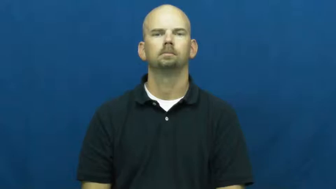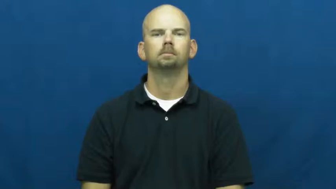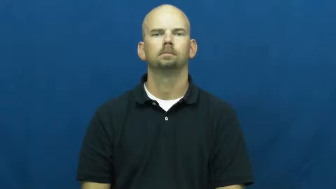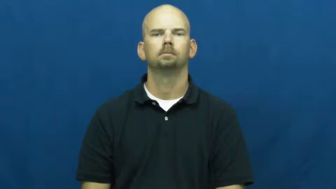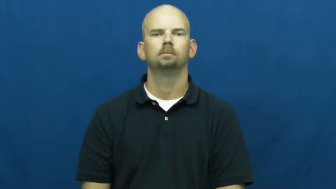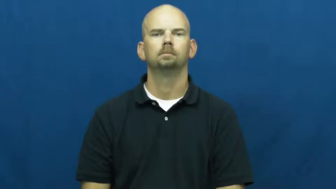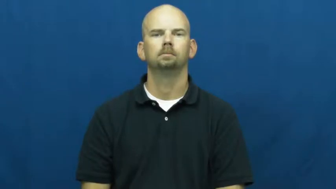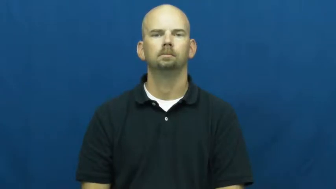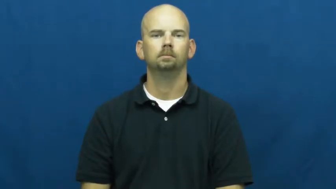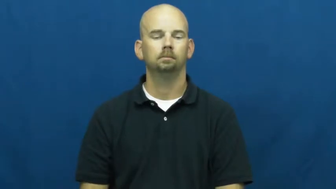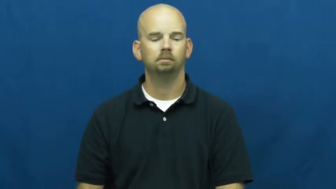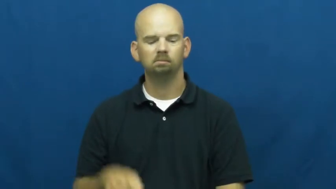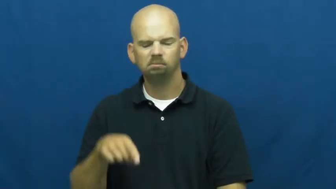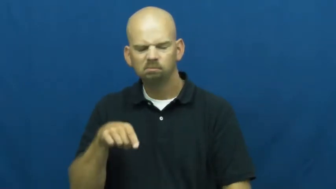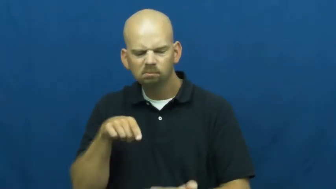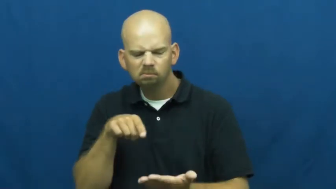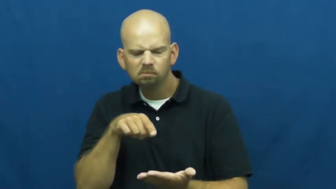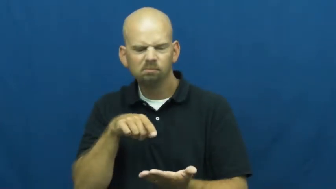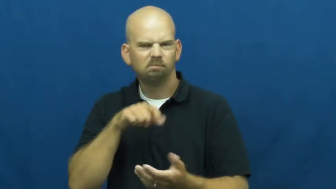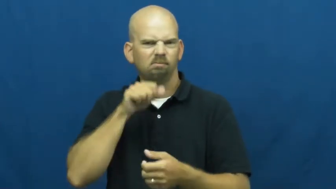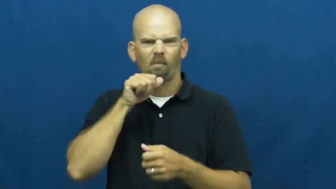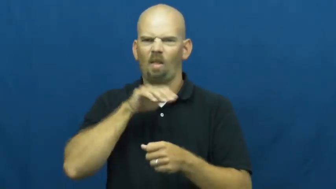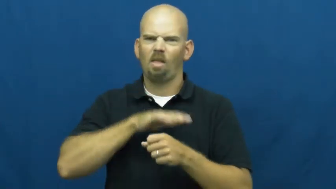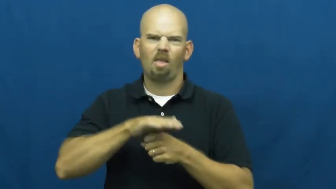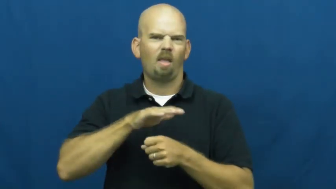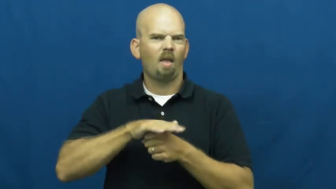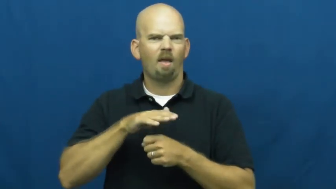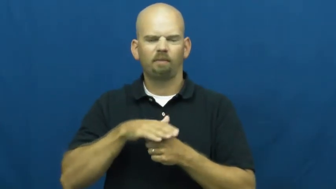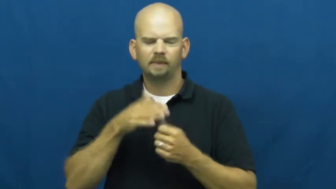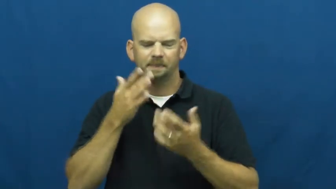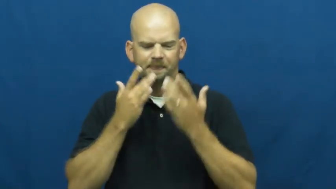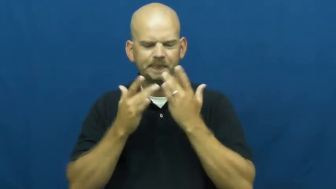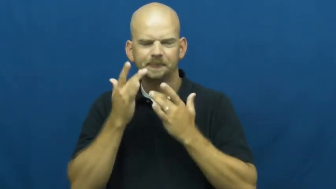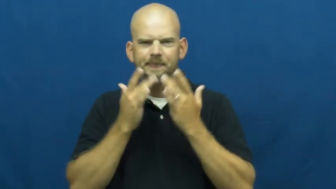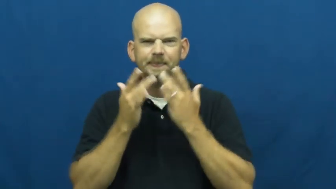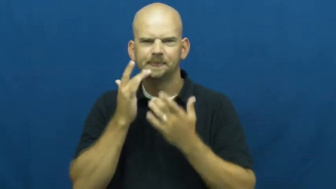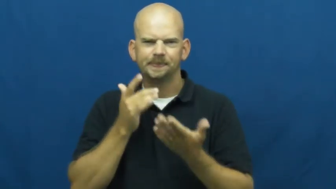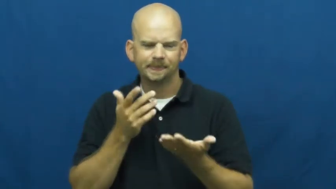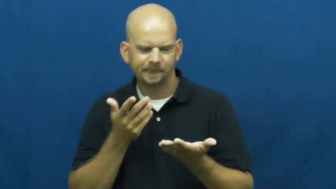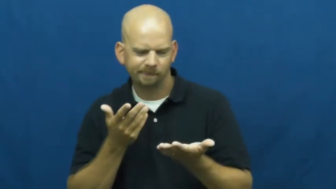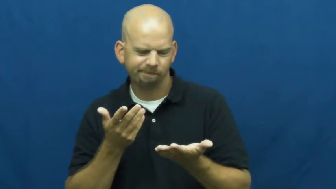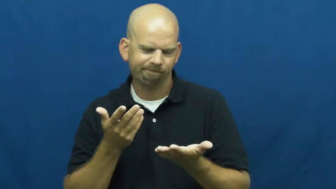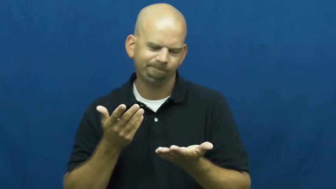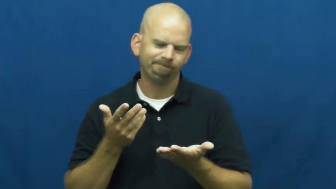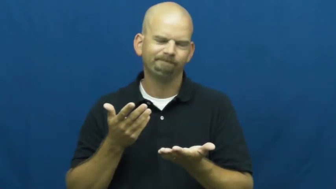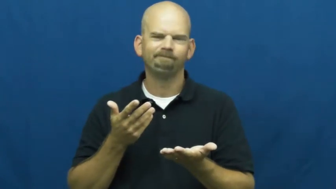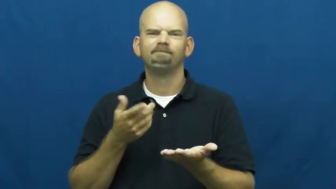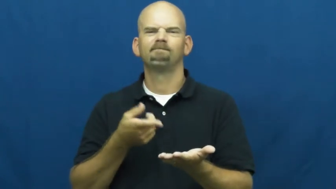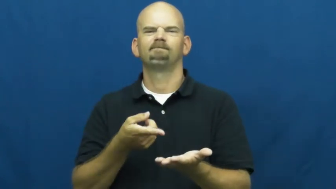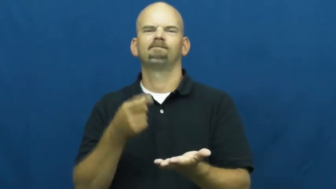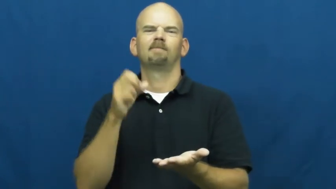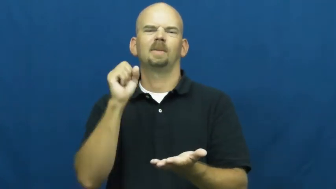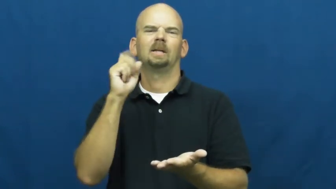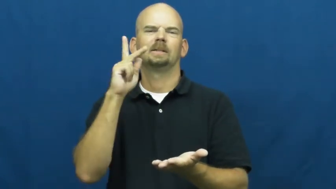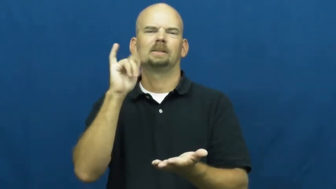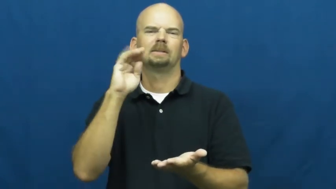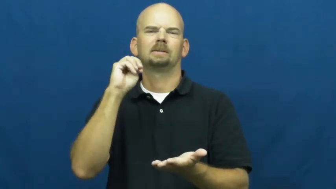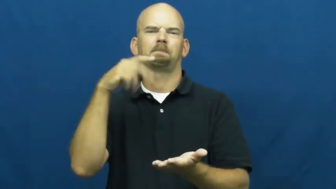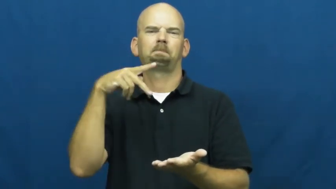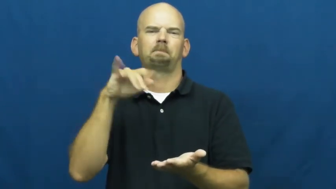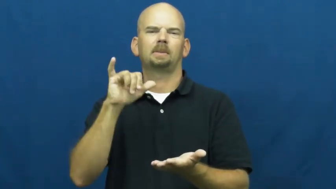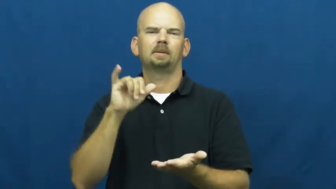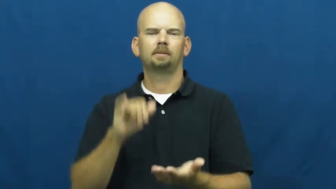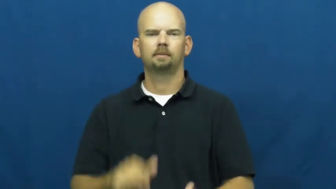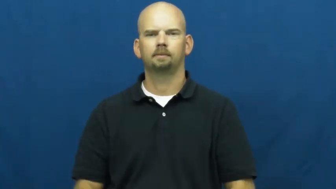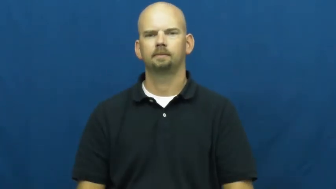skimpy-not much